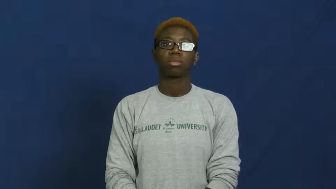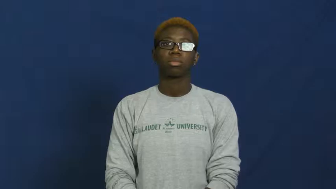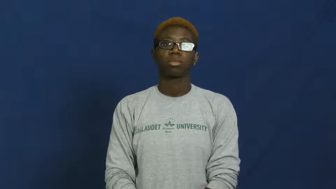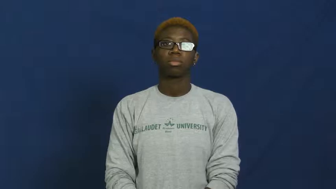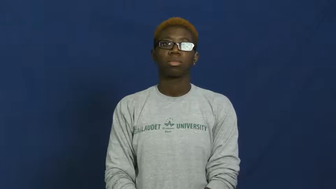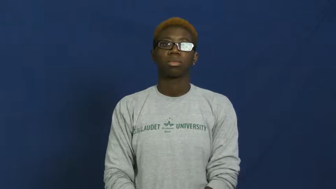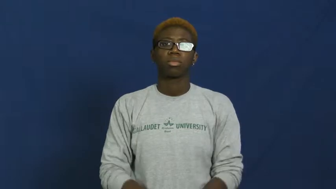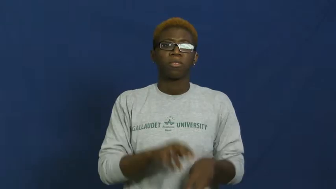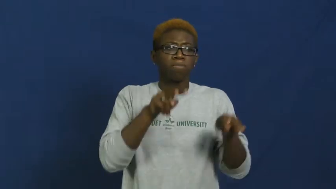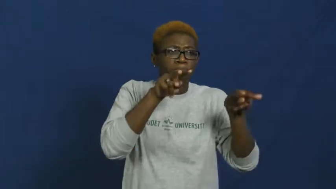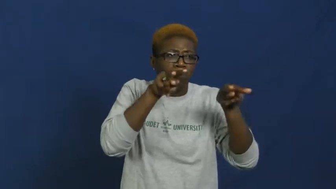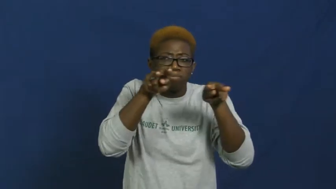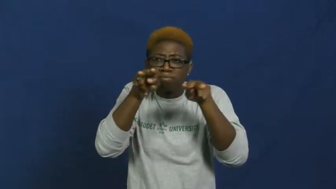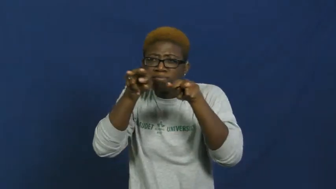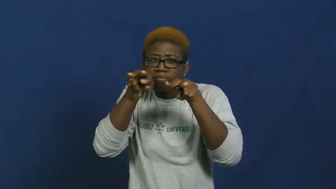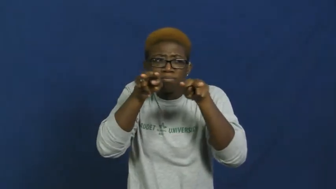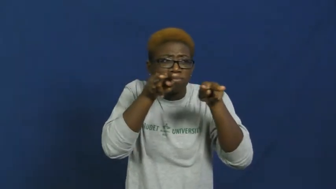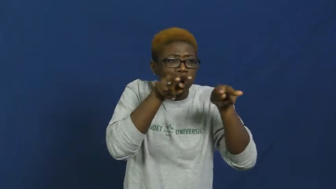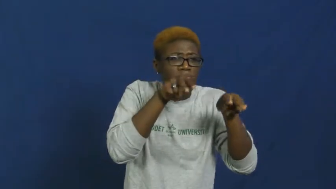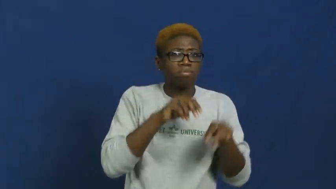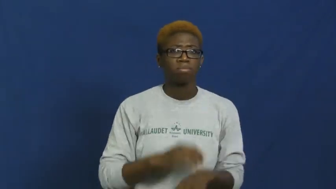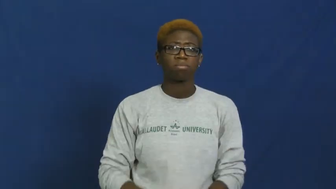visibility